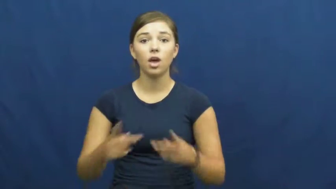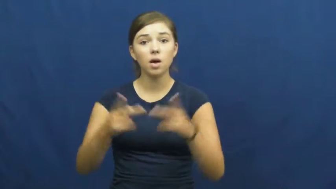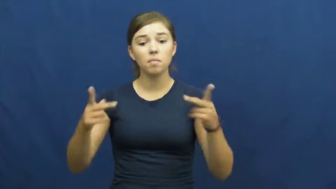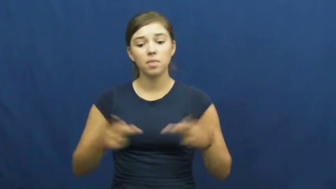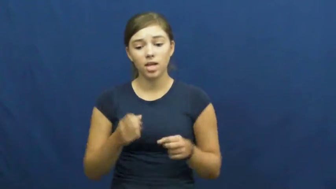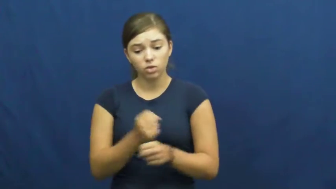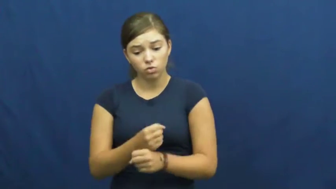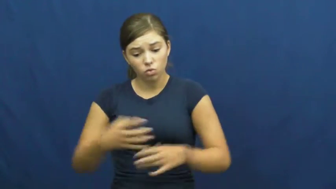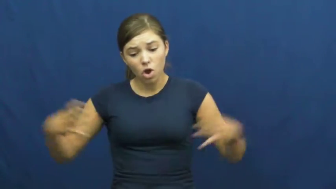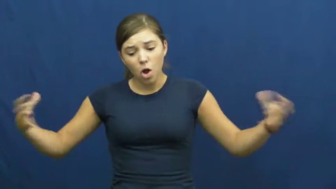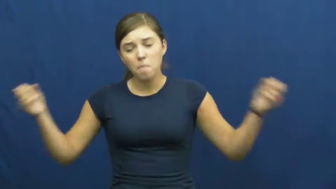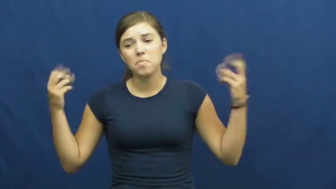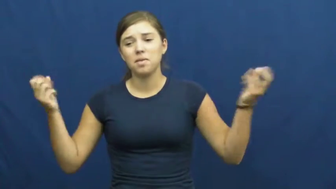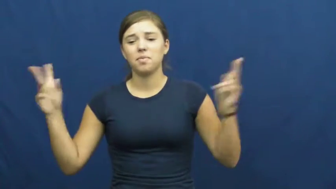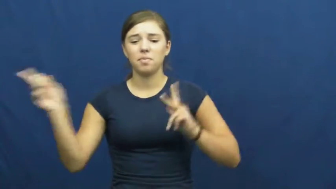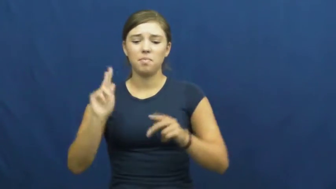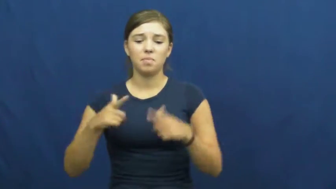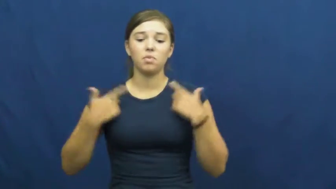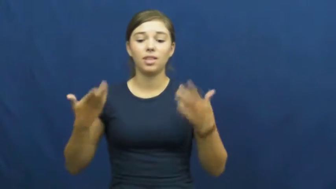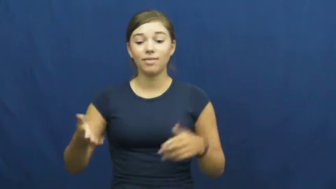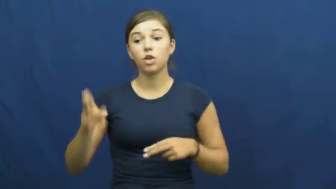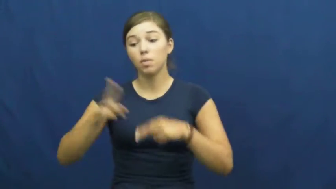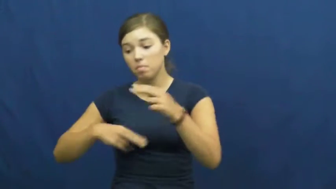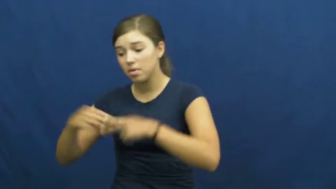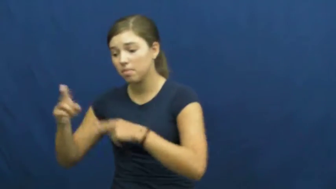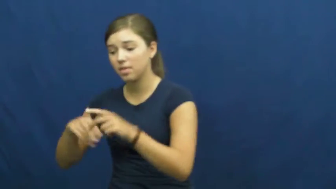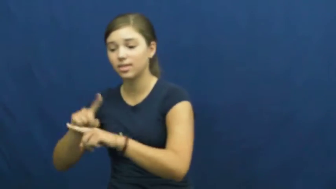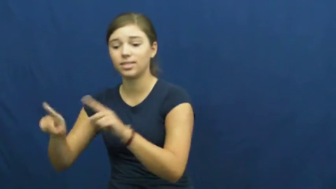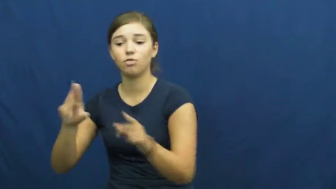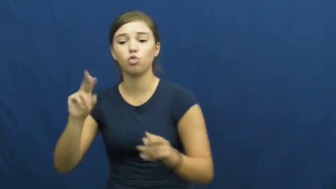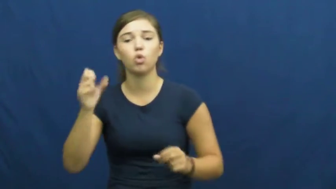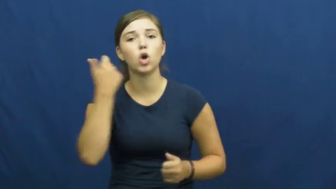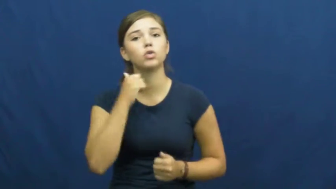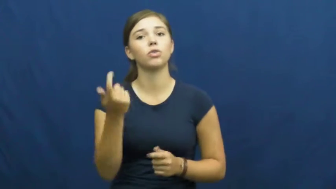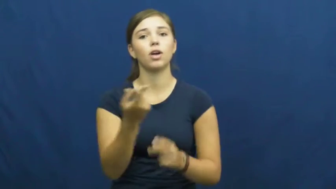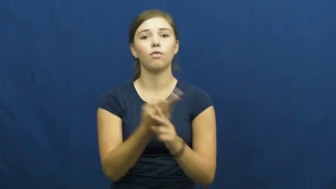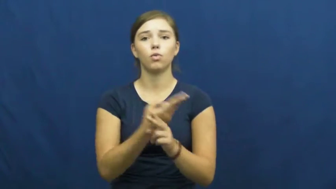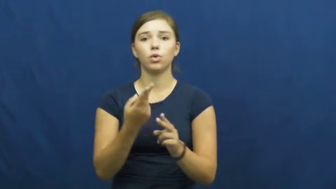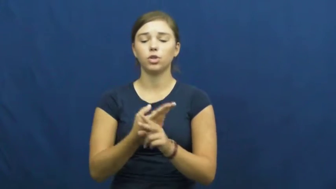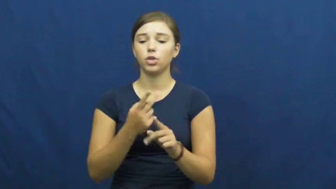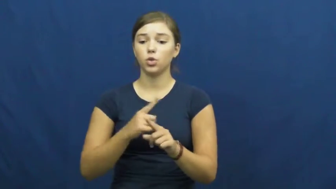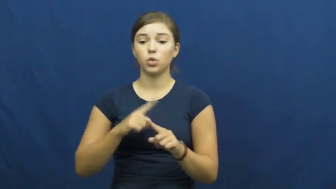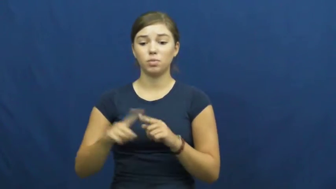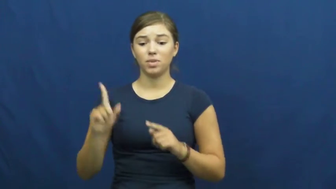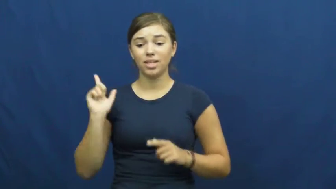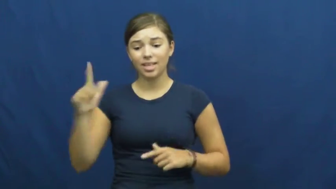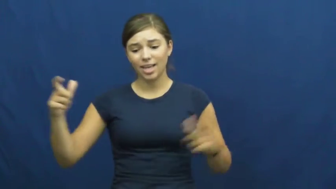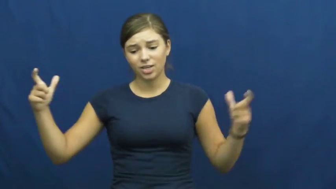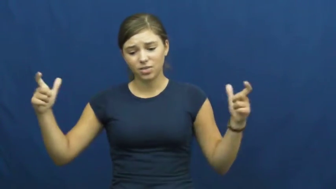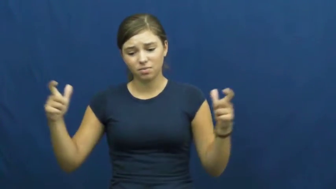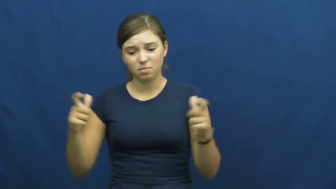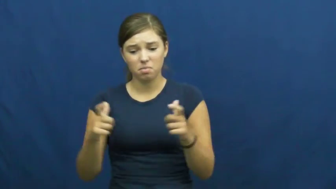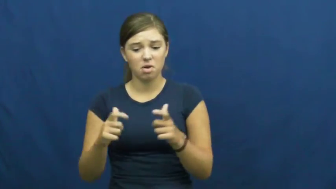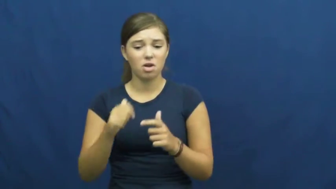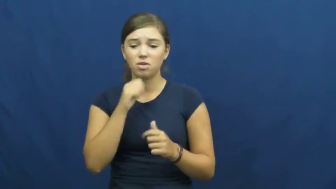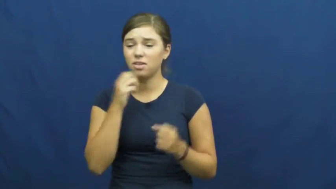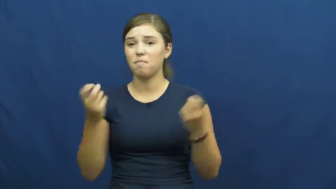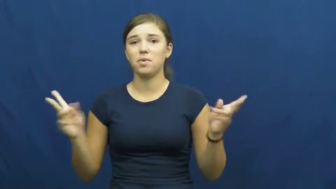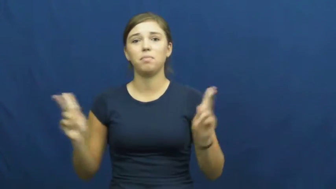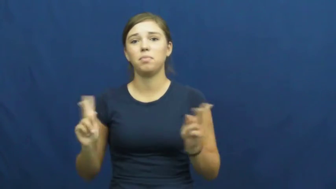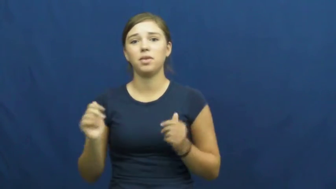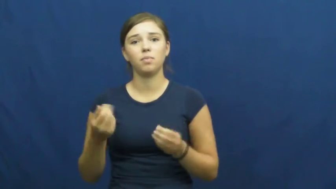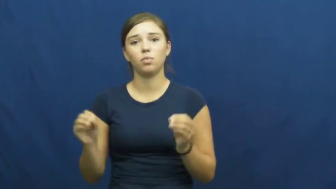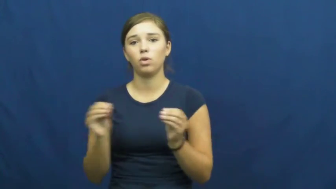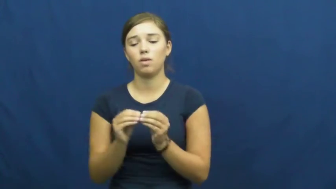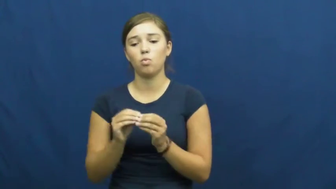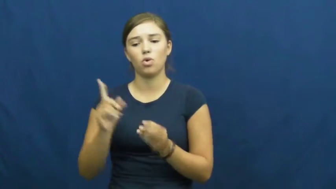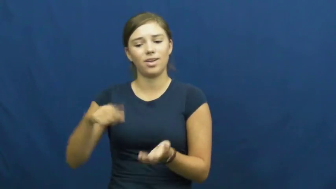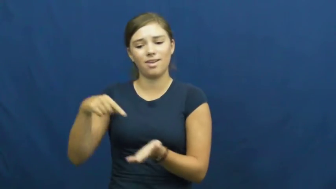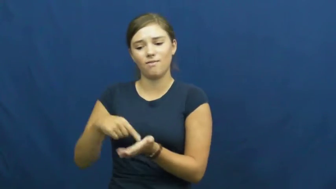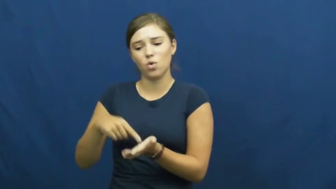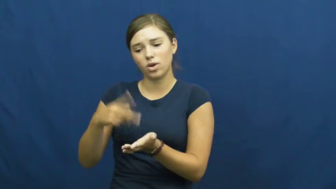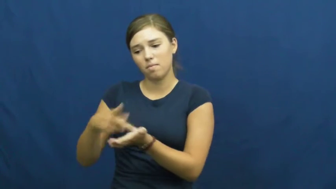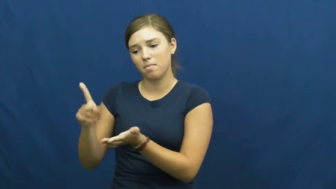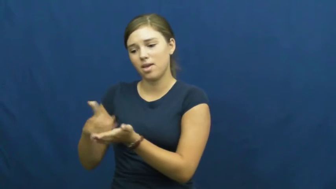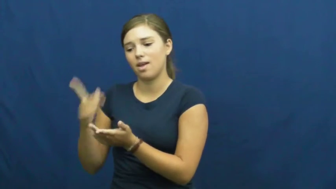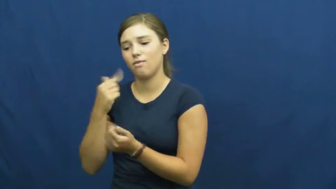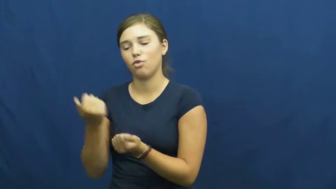underpopulated